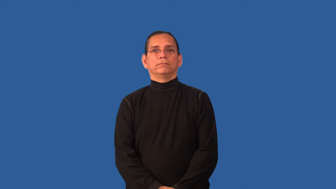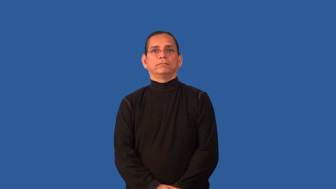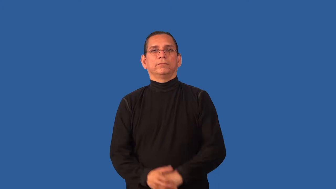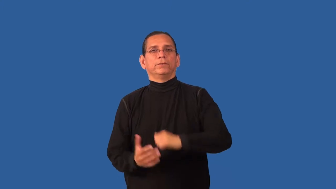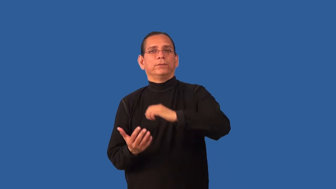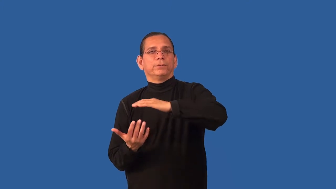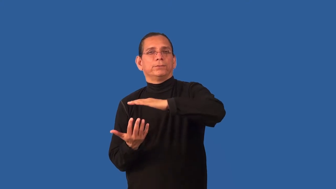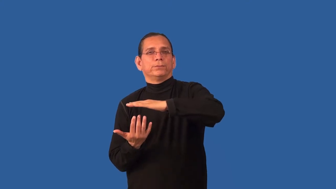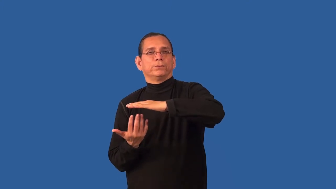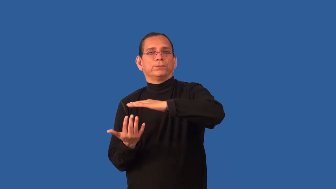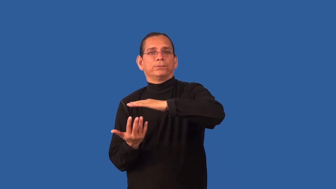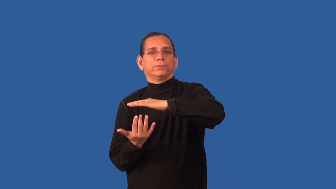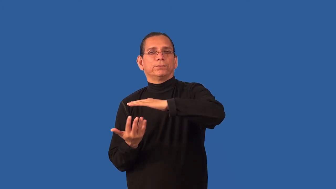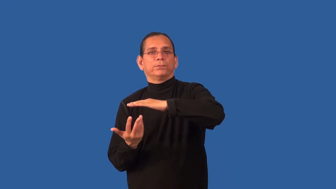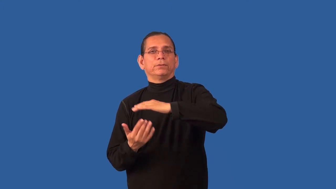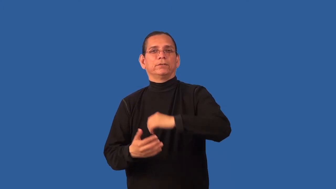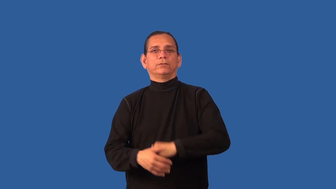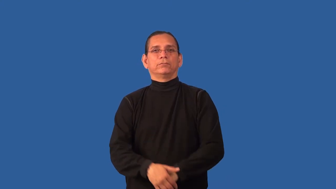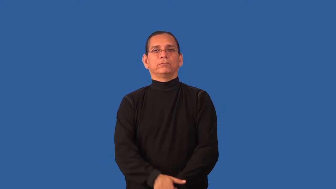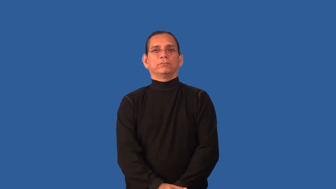brew-cook